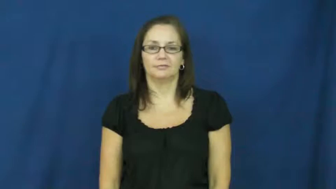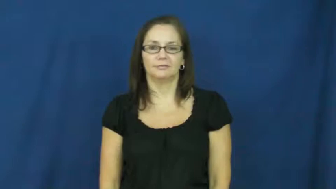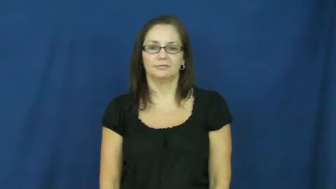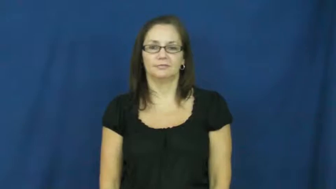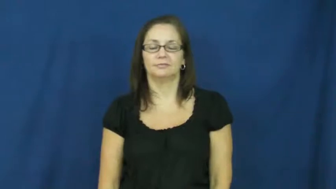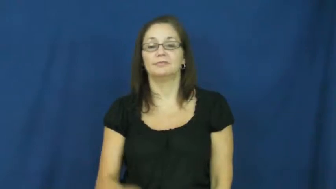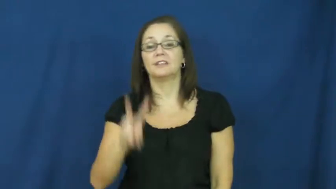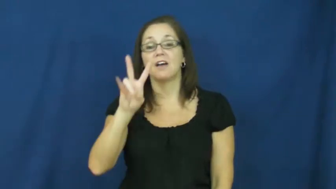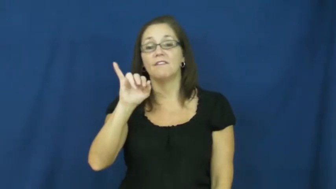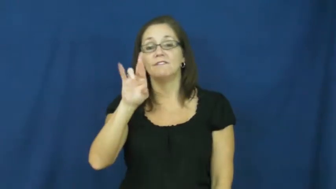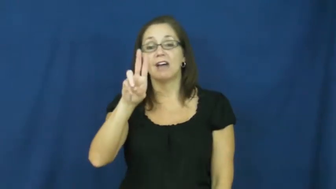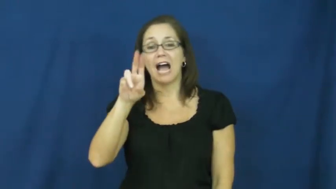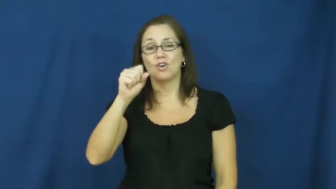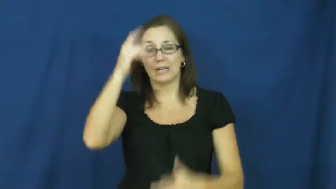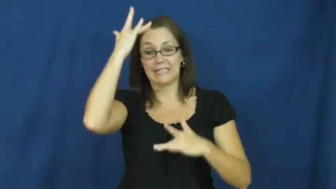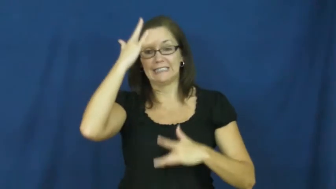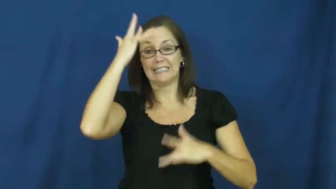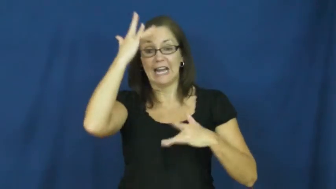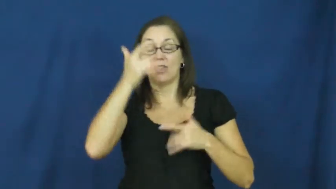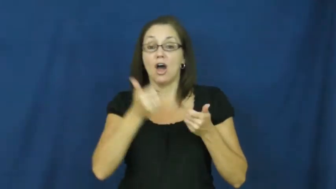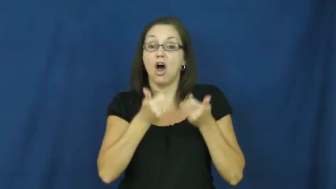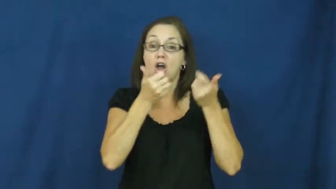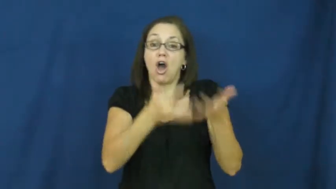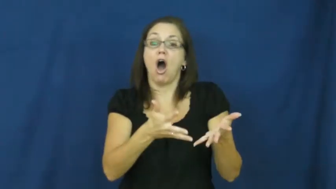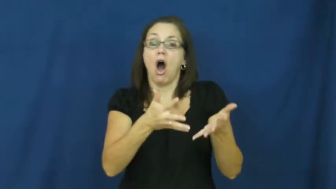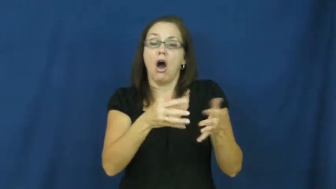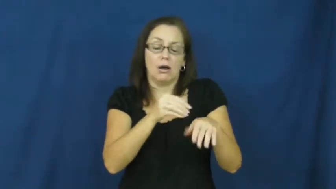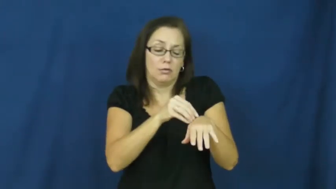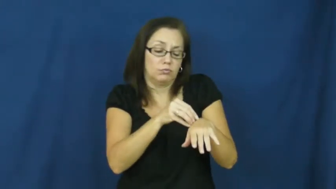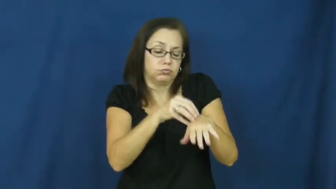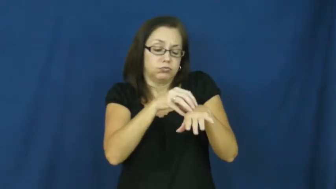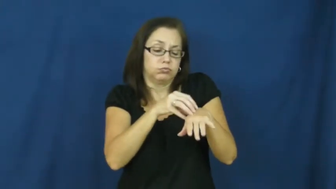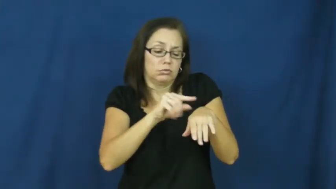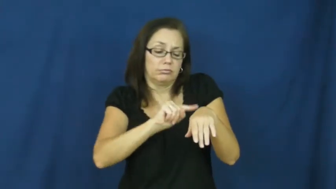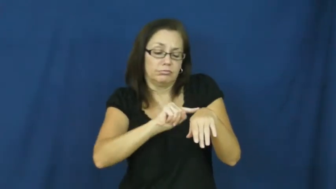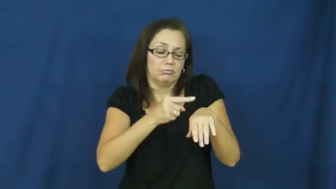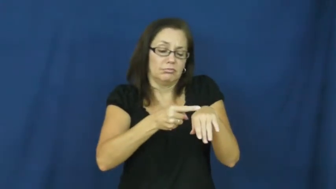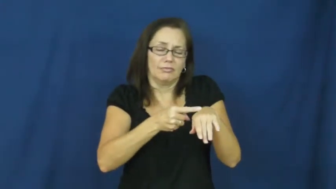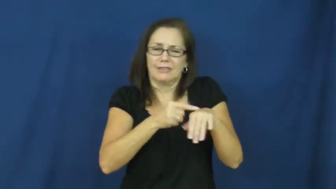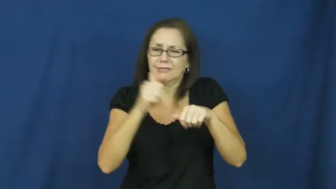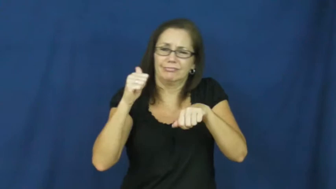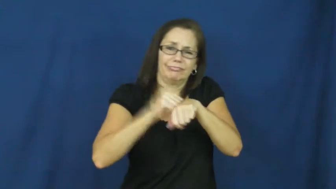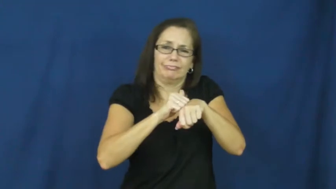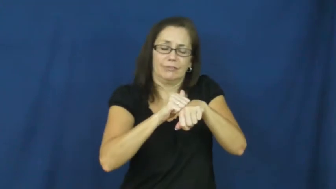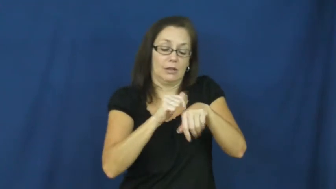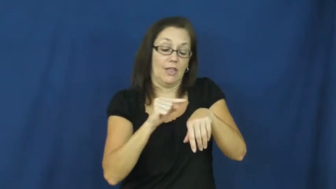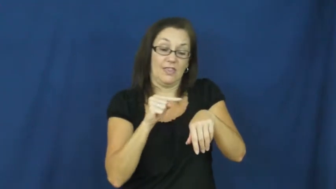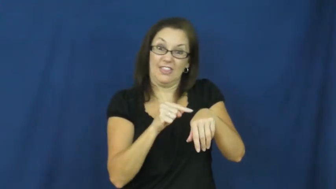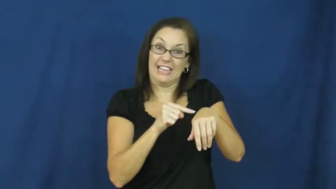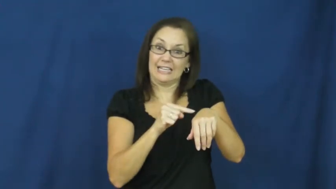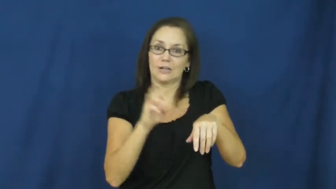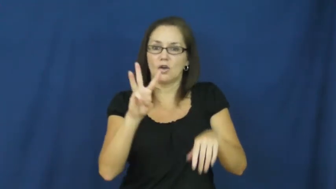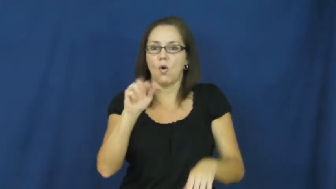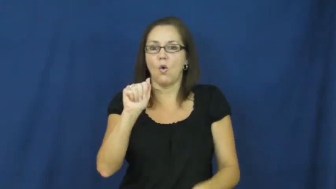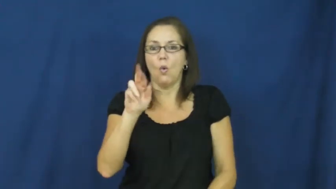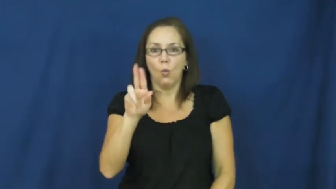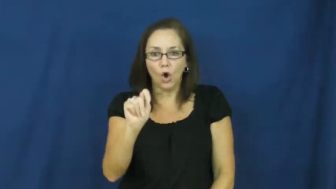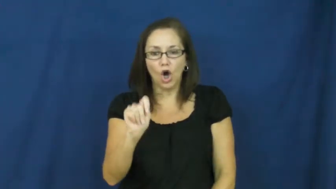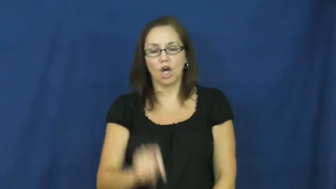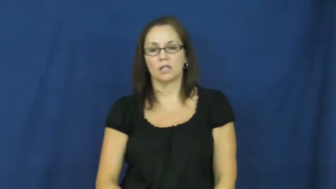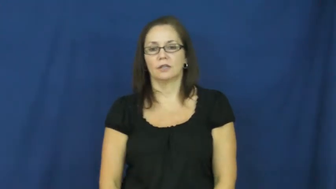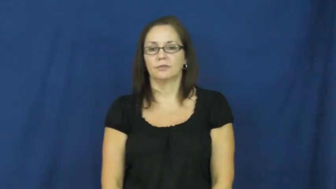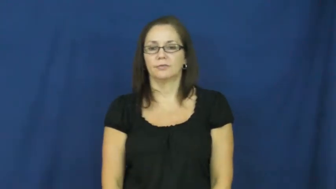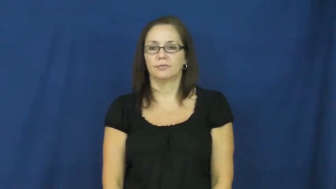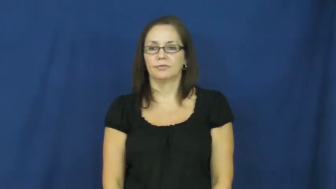wart